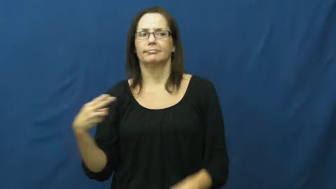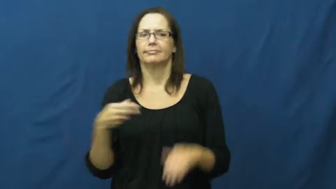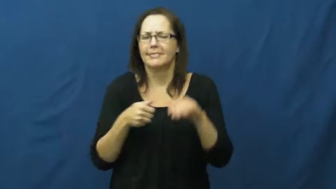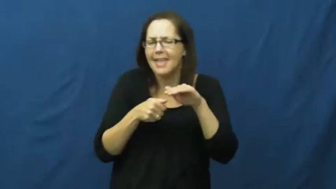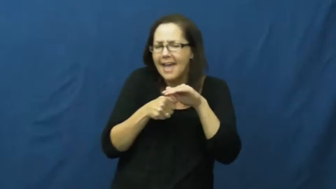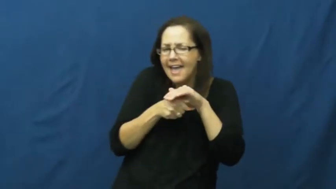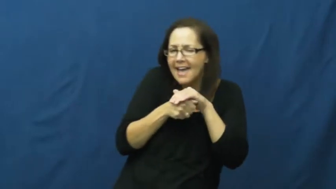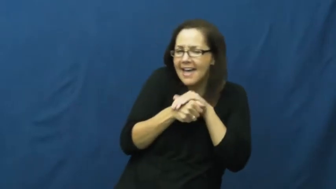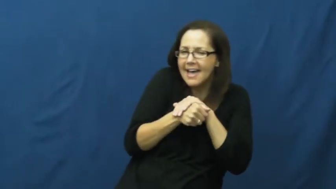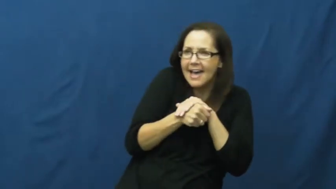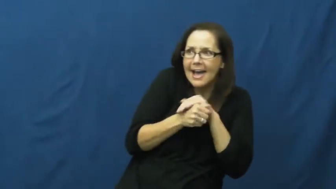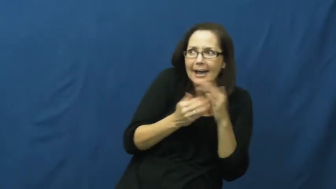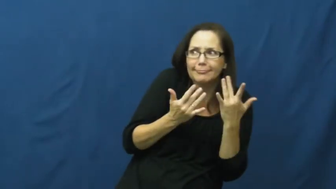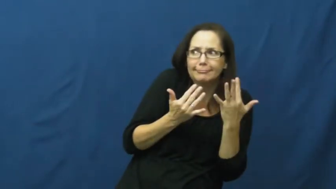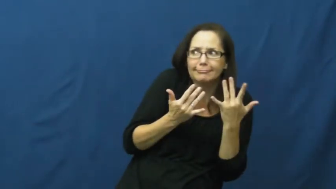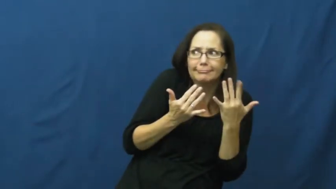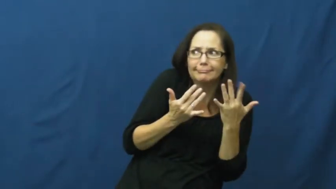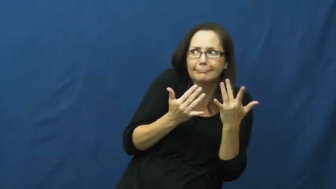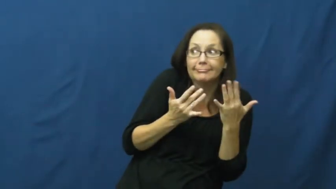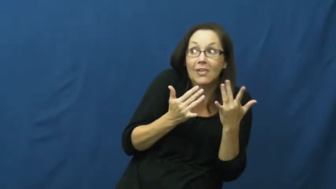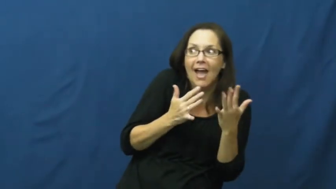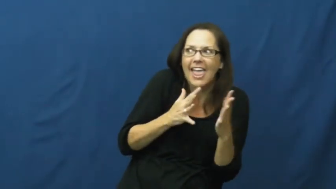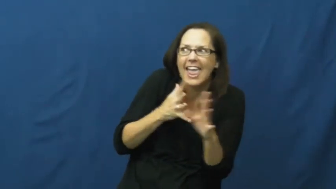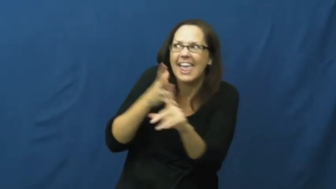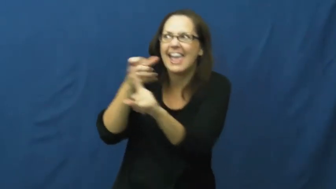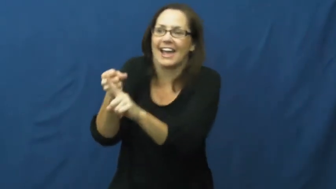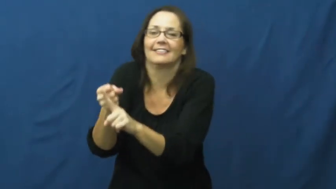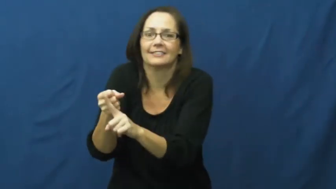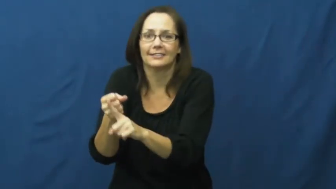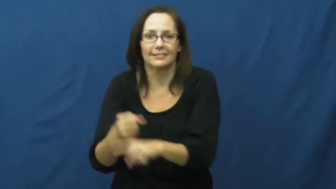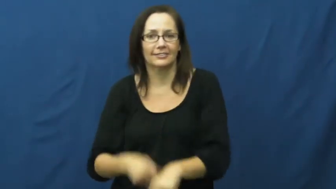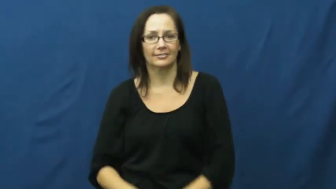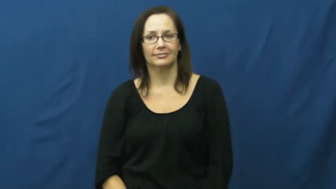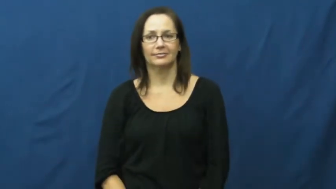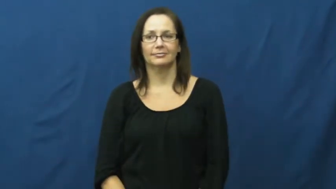ambush,bushwack,scupper